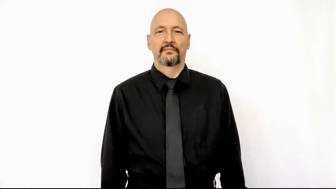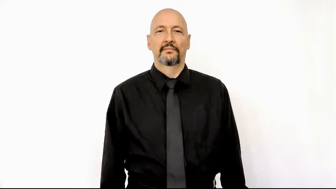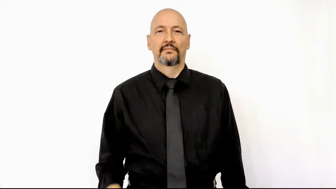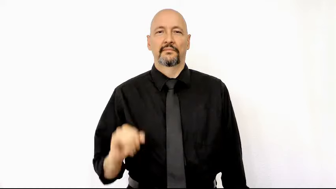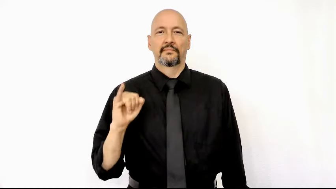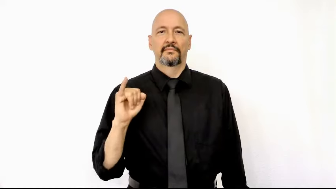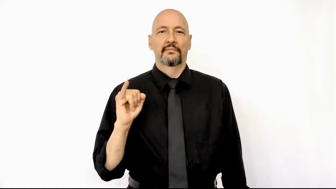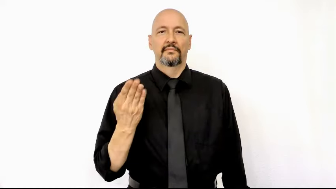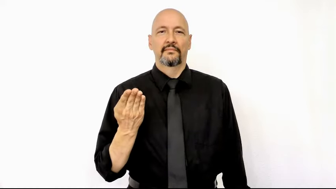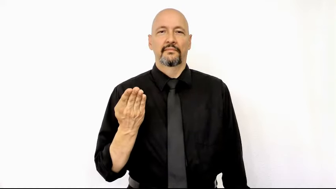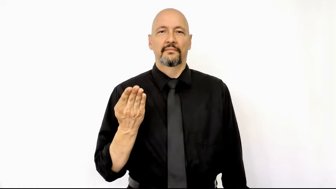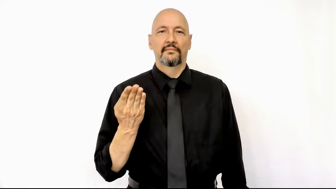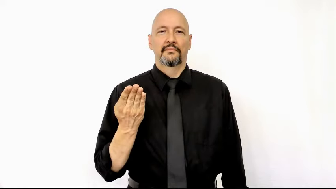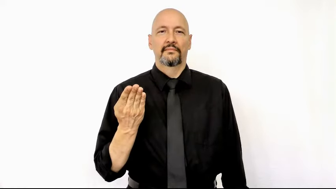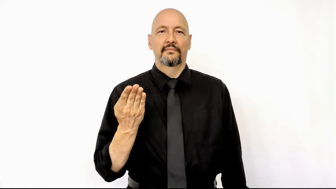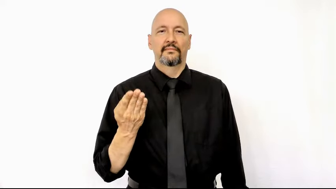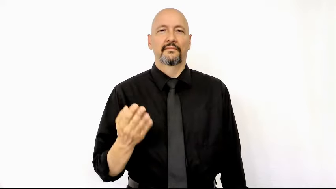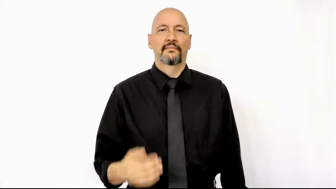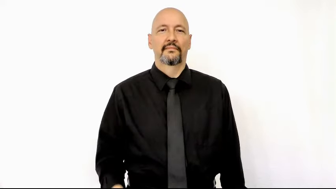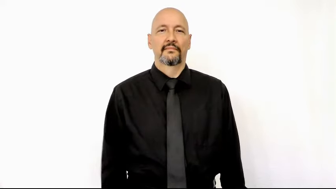JOB-[lexicalized-version]